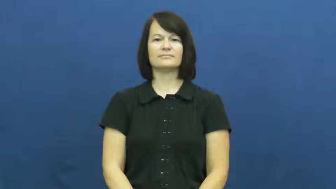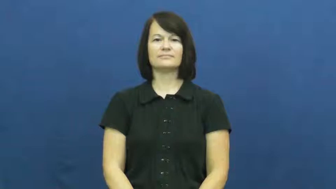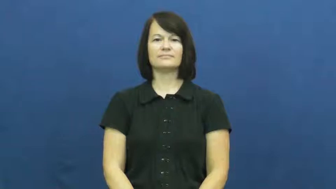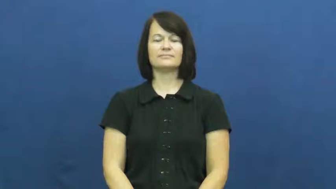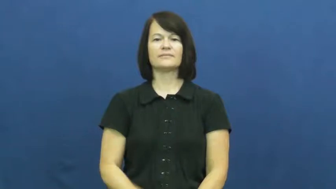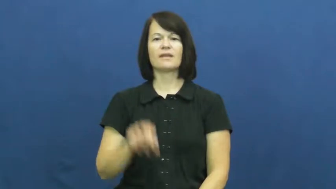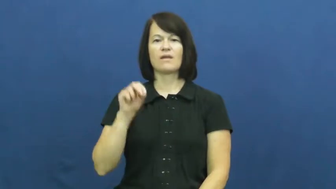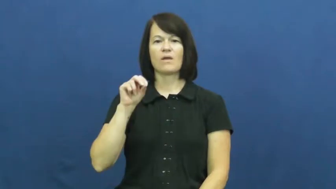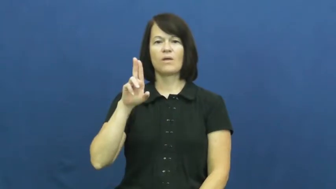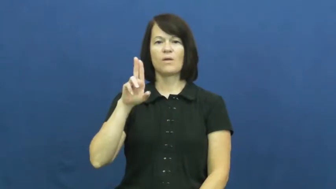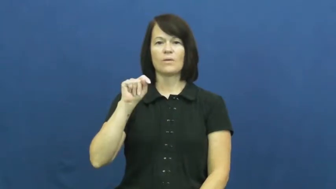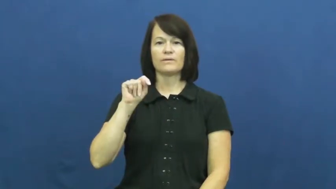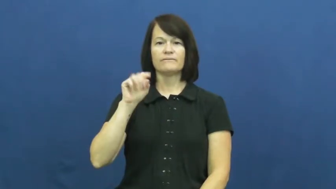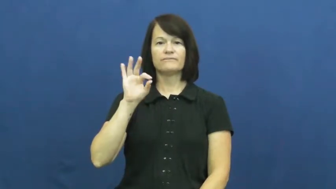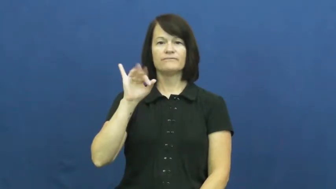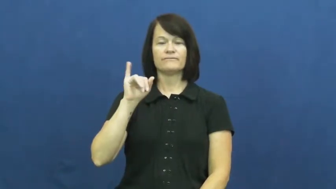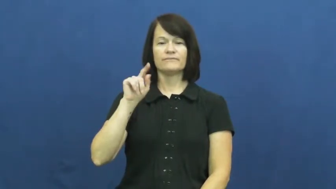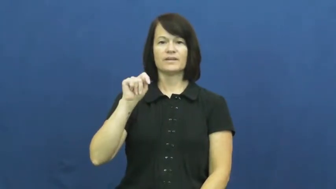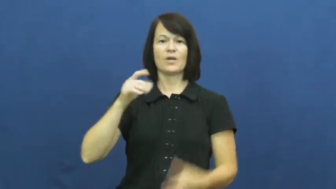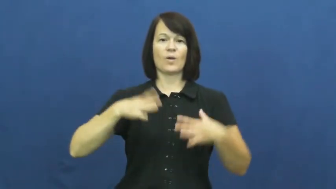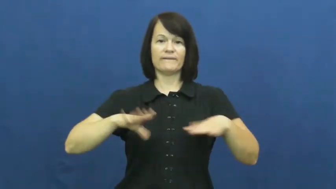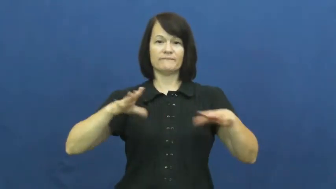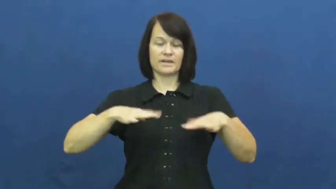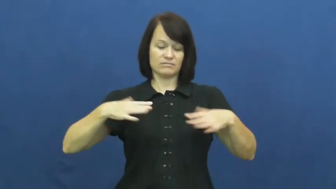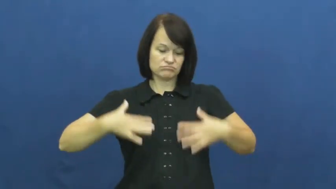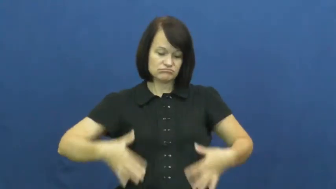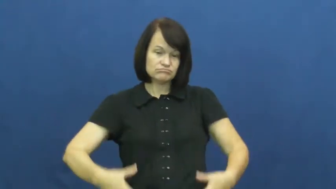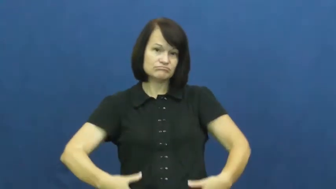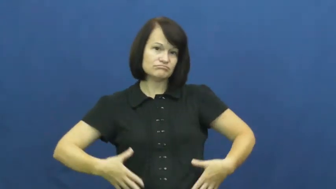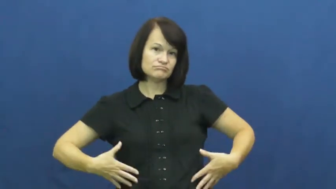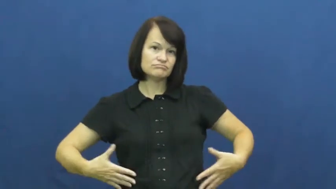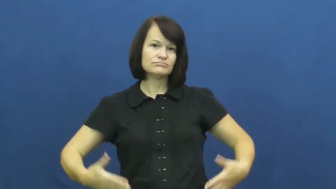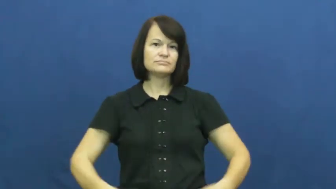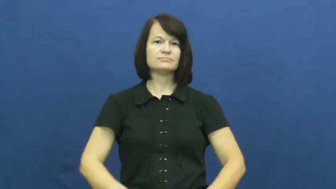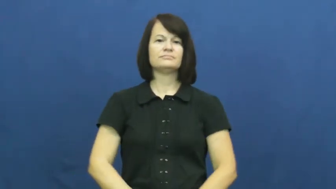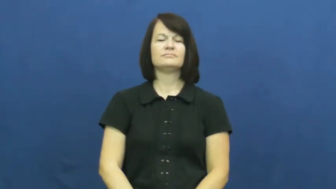outfit-clothes